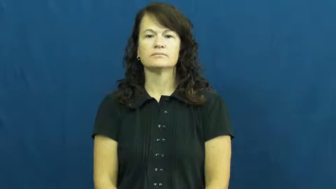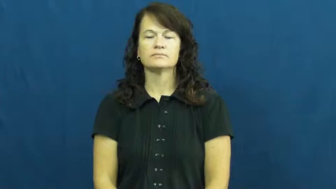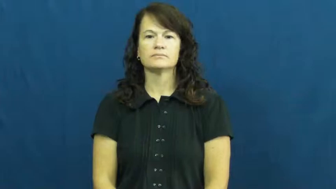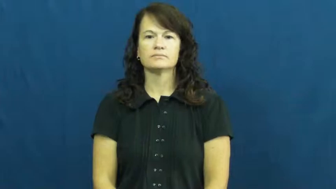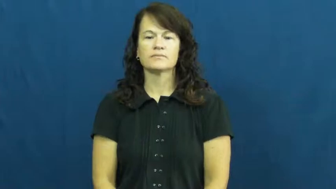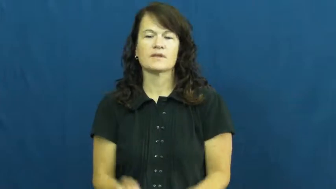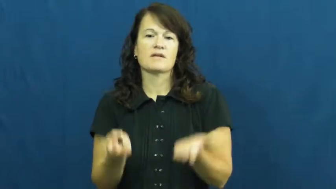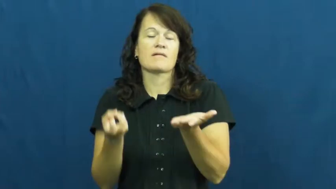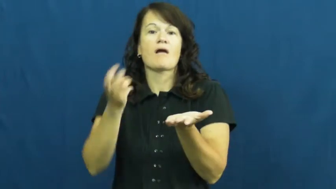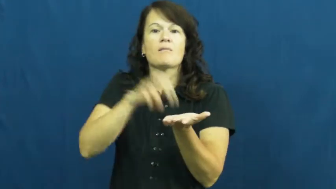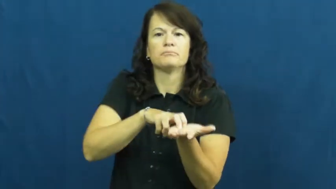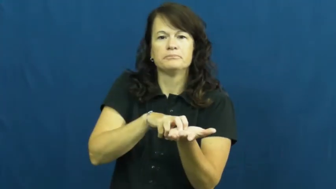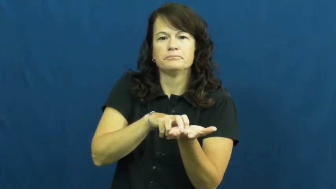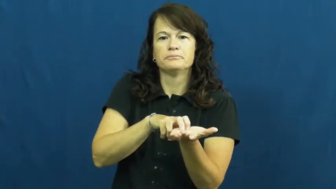up,astir-awake